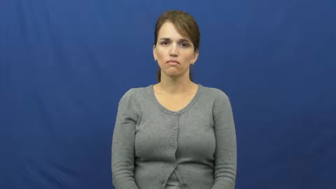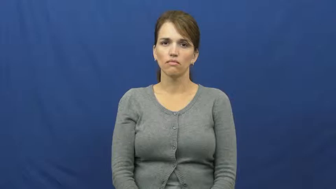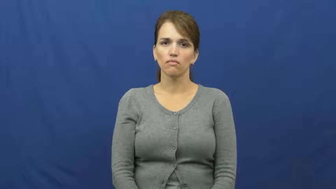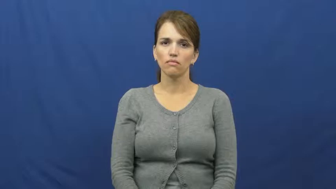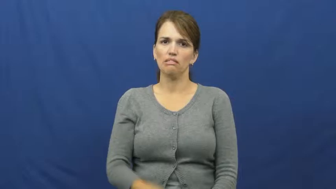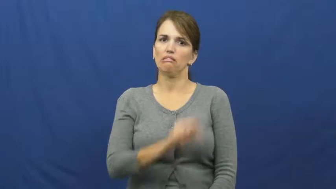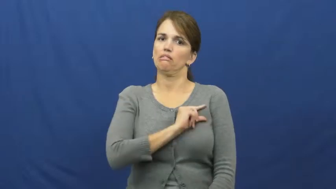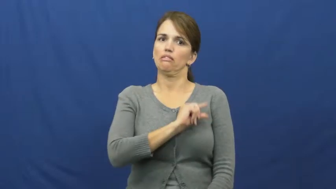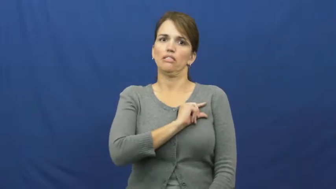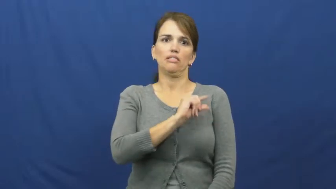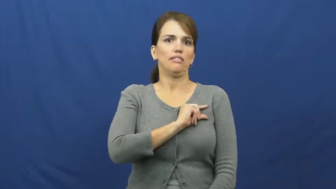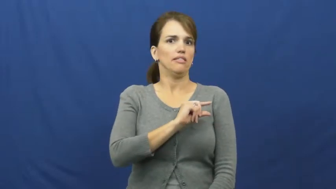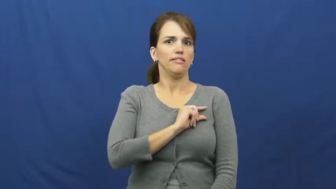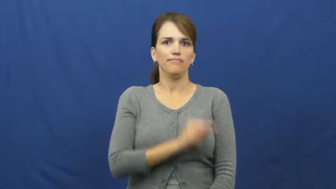guilt